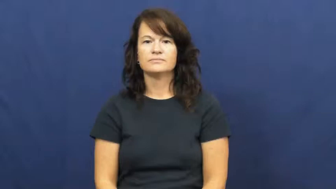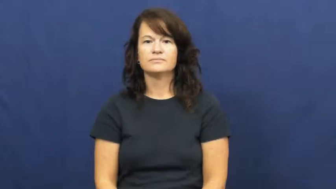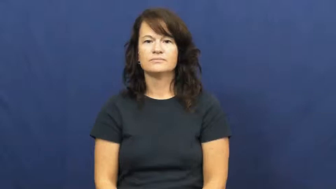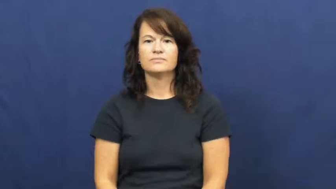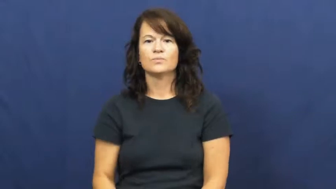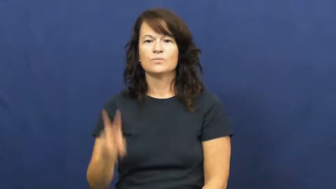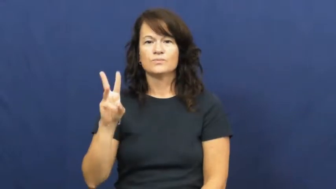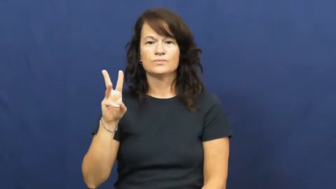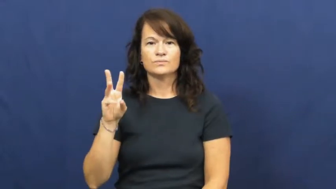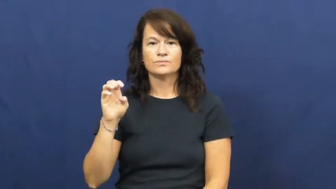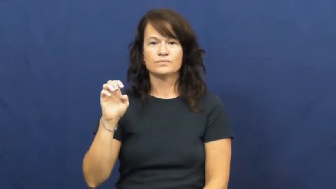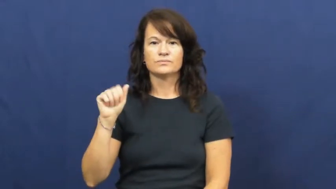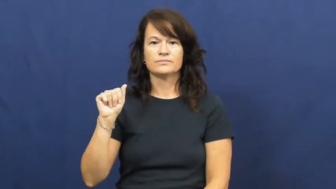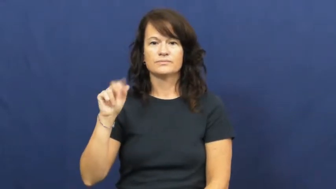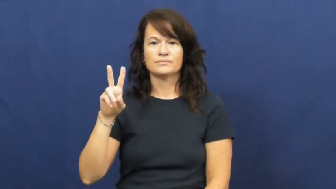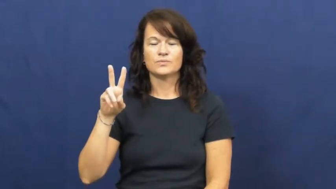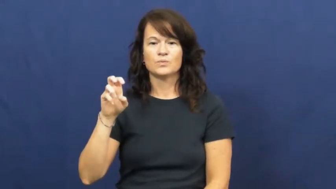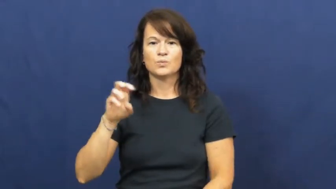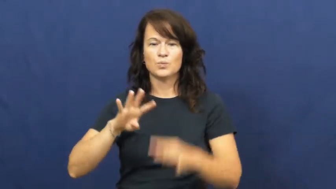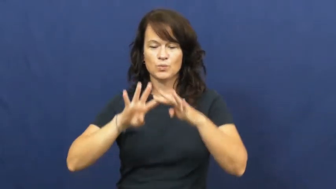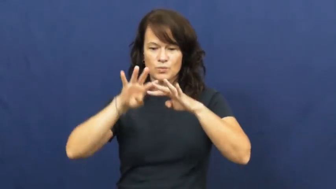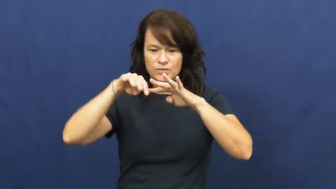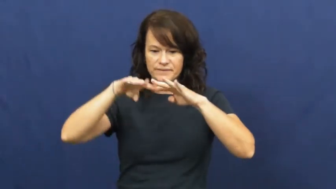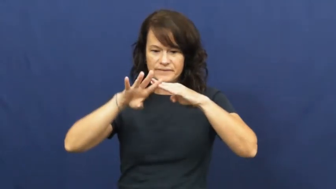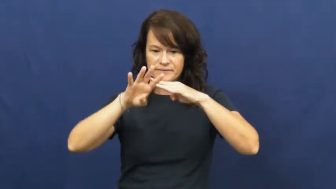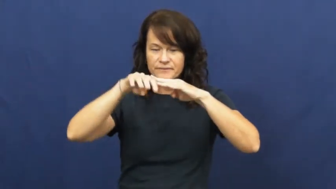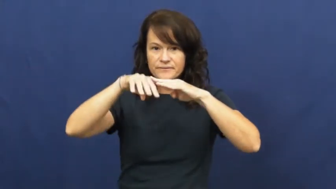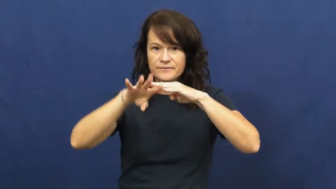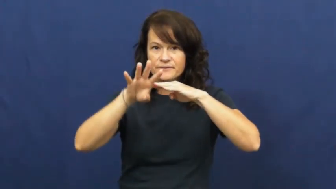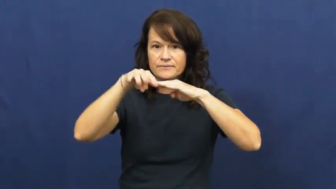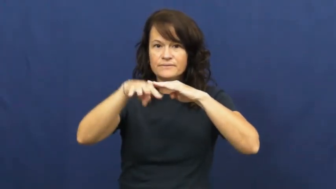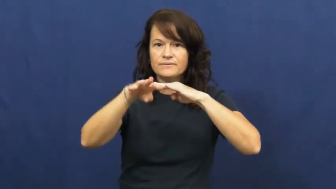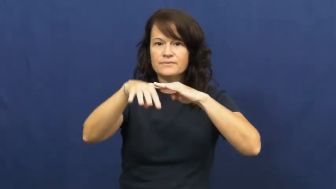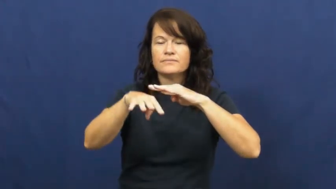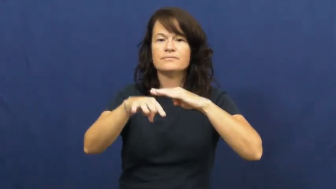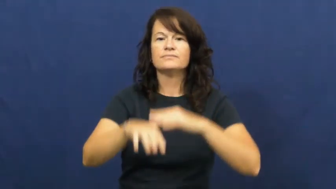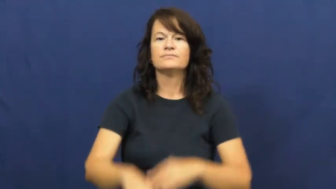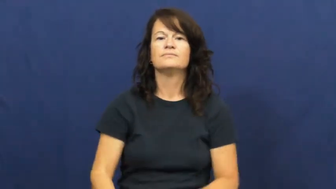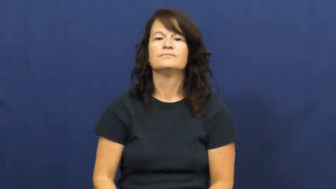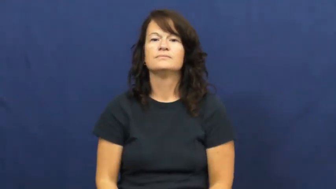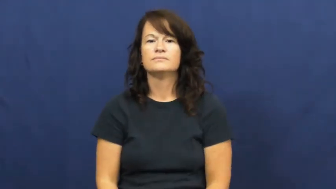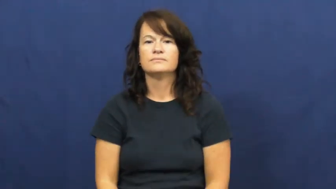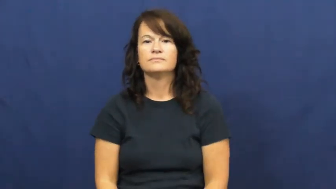weave-cloth